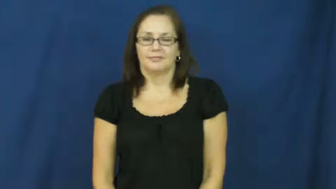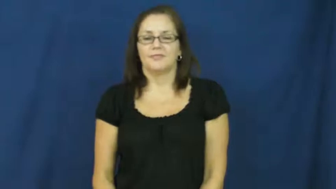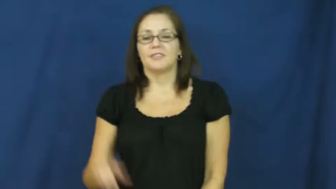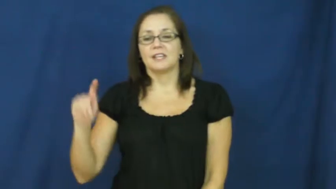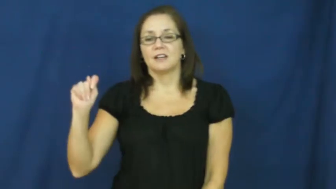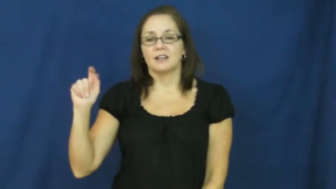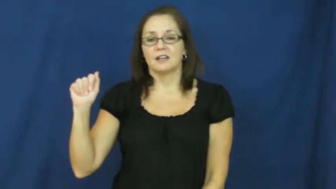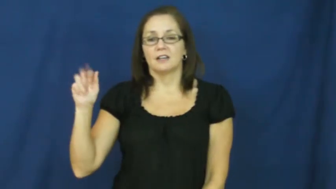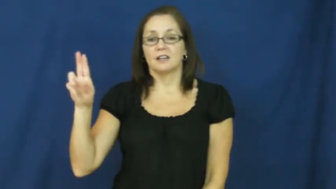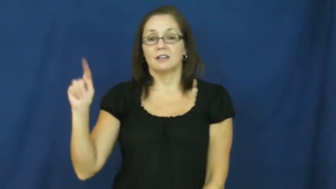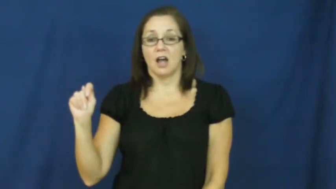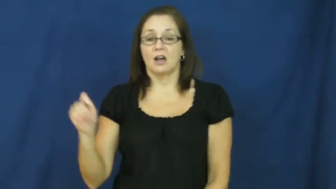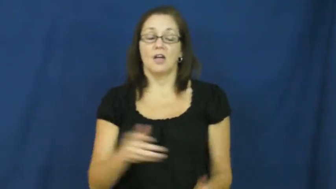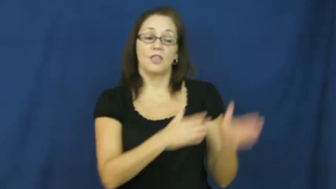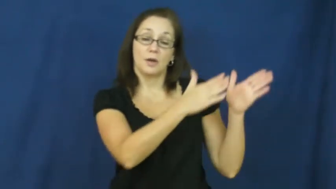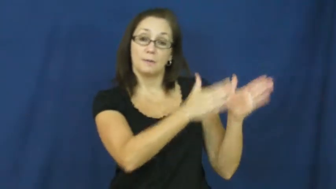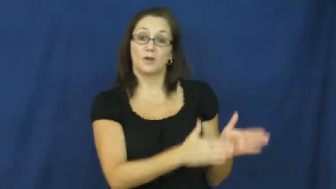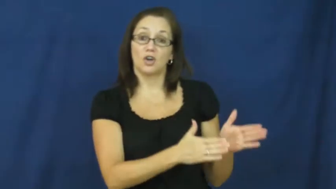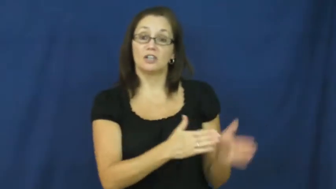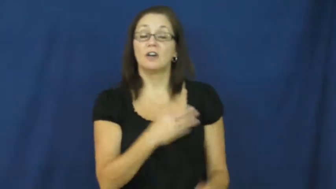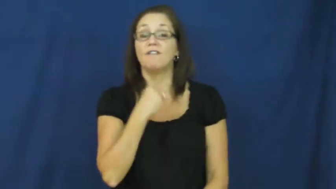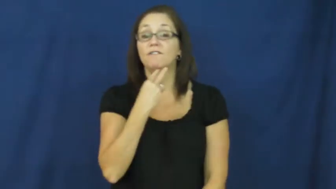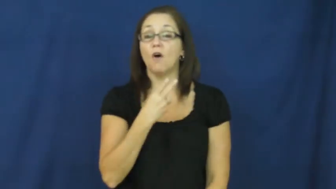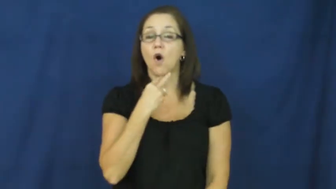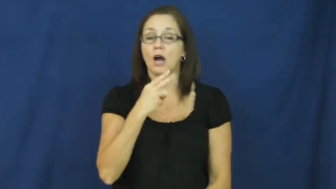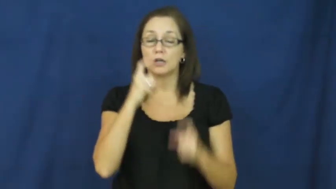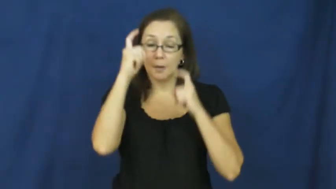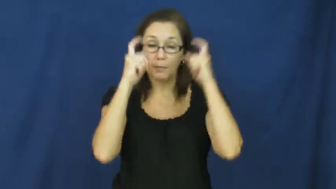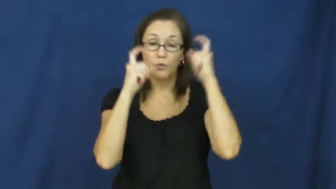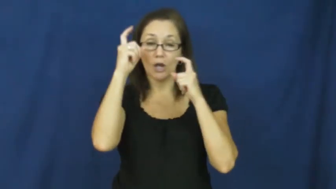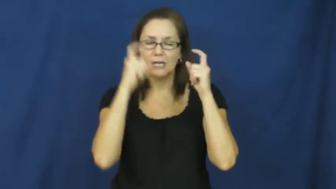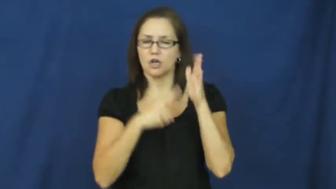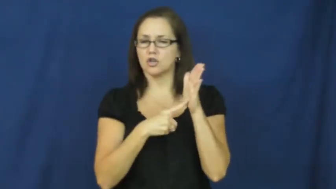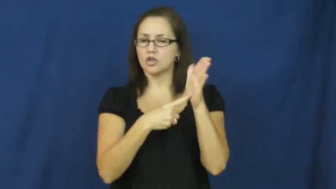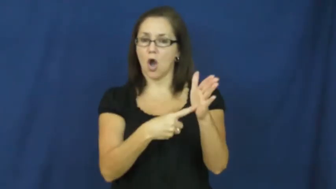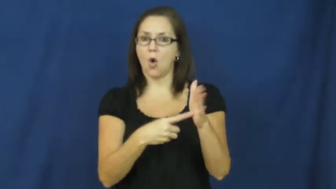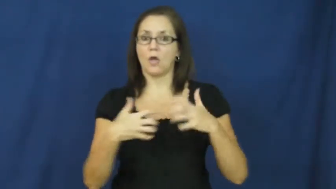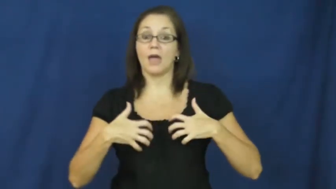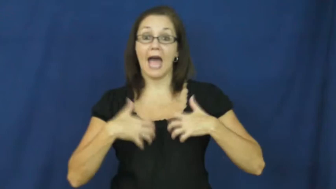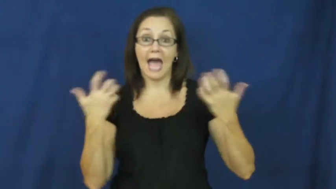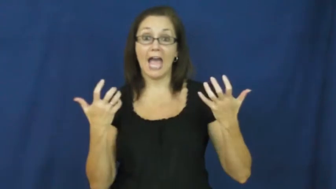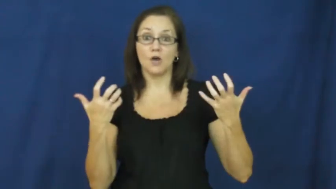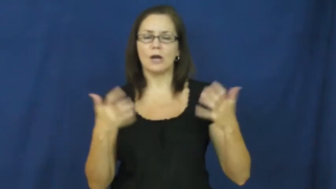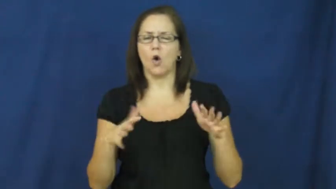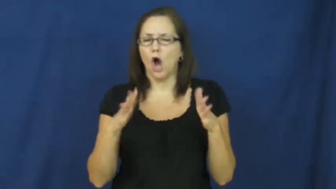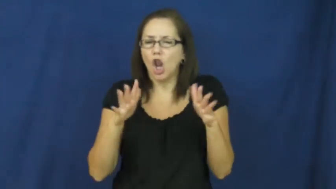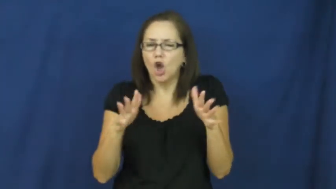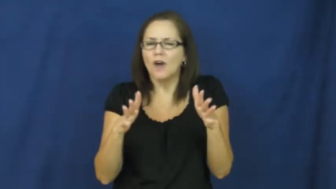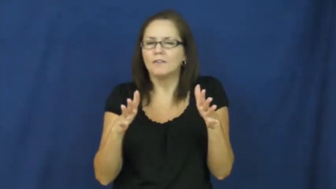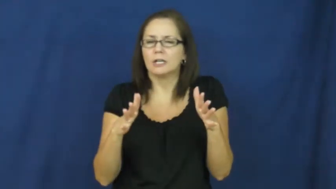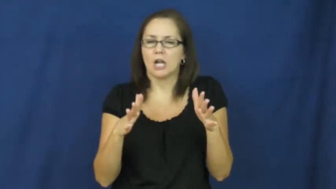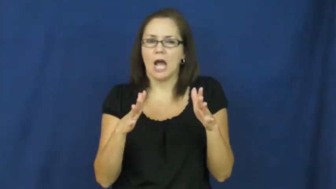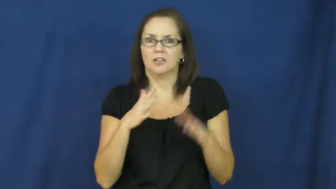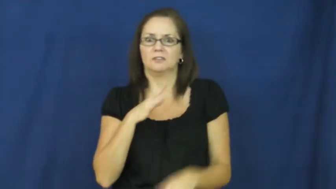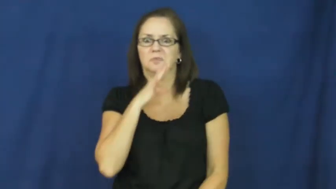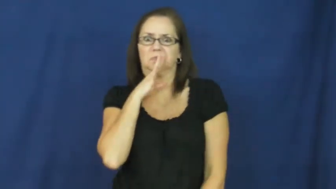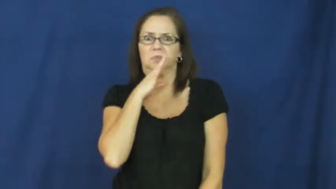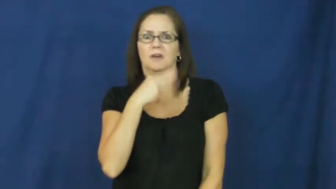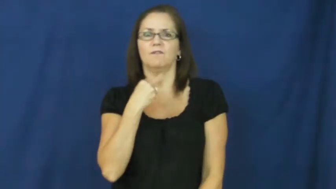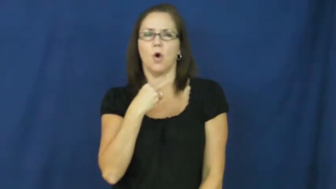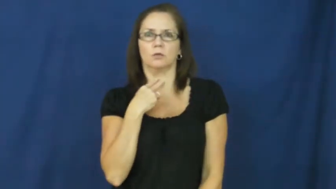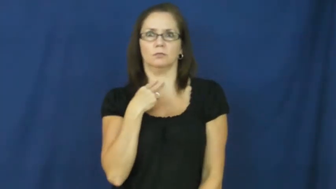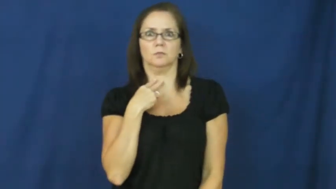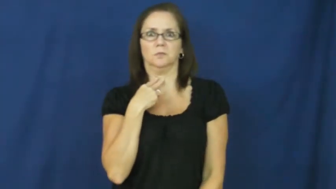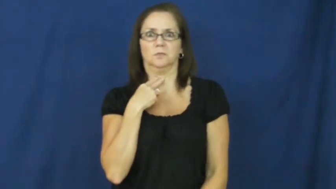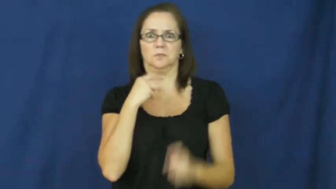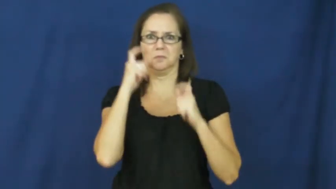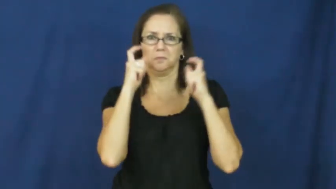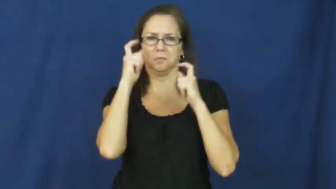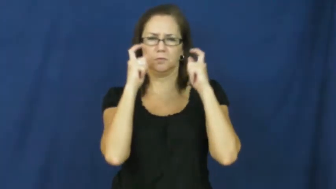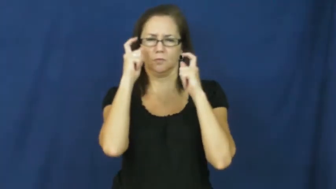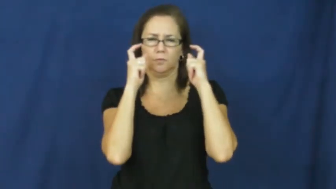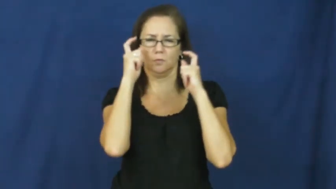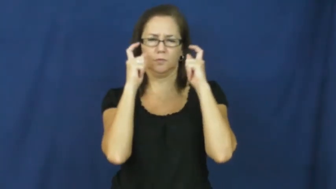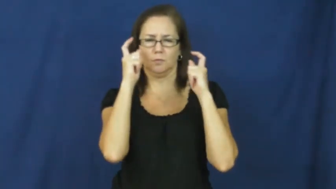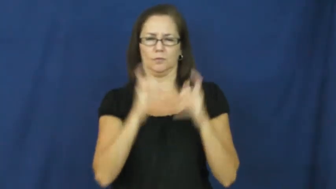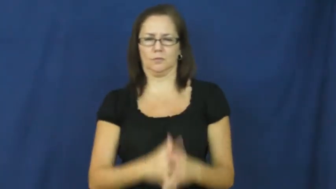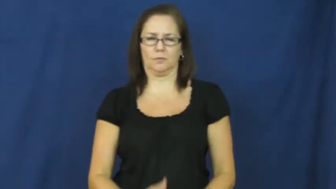taut-nervous